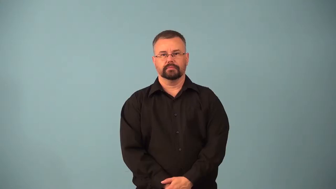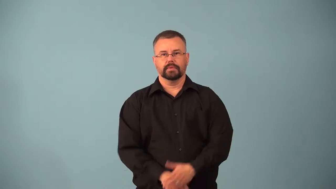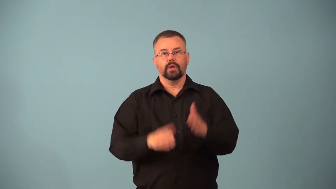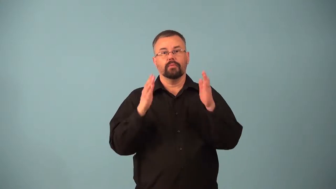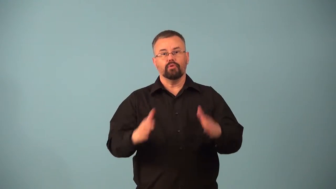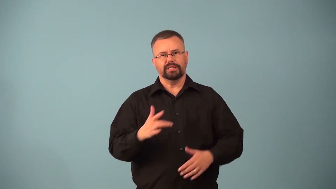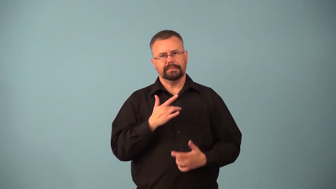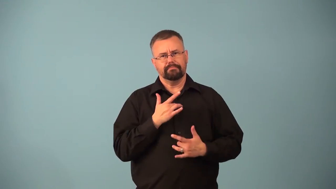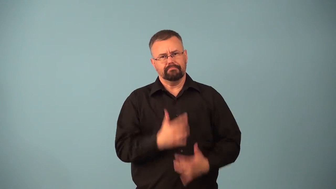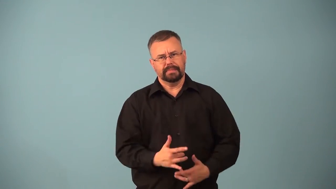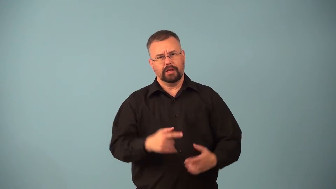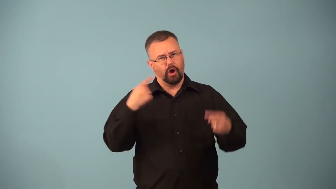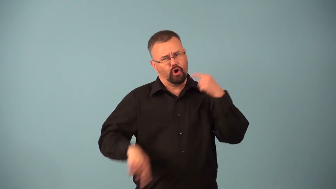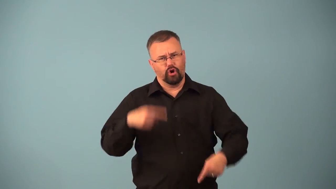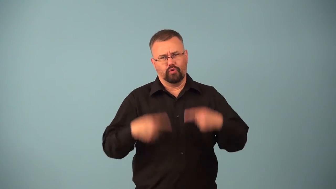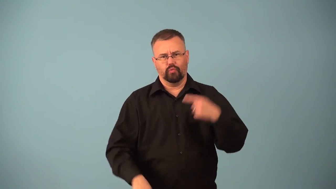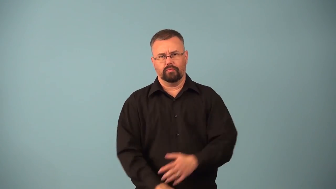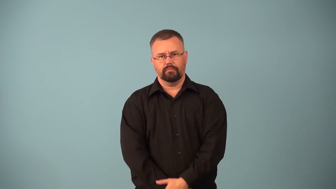arguer,bickerer